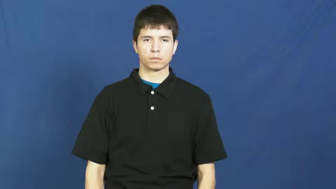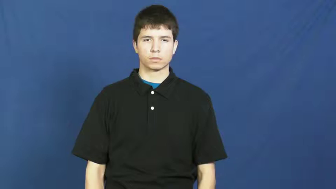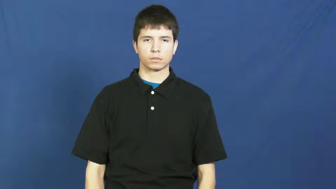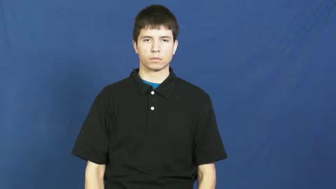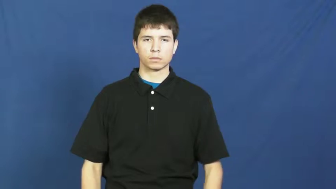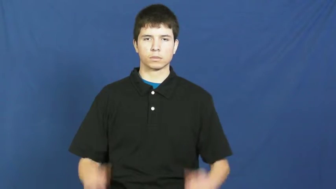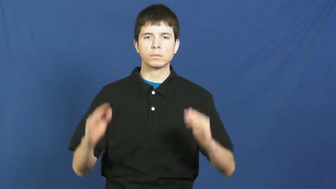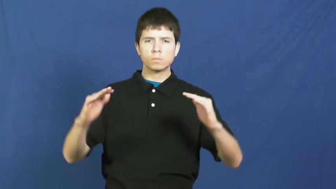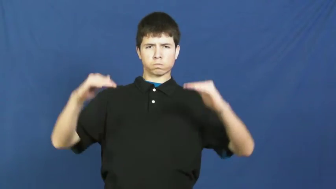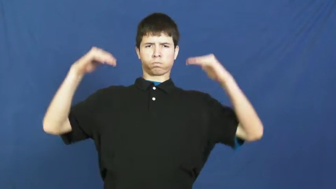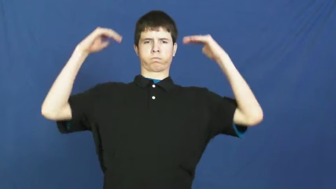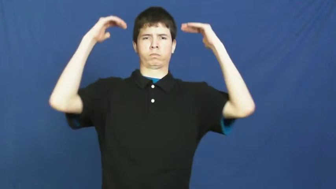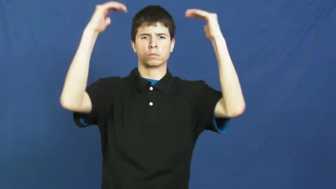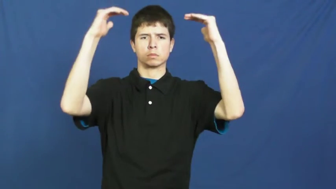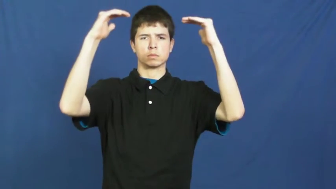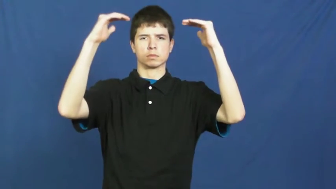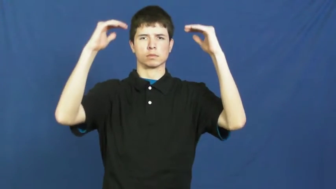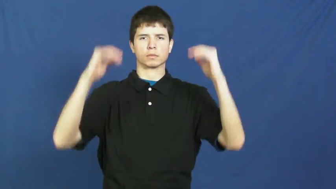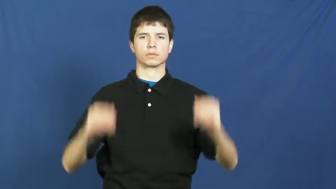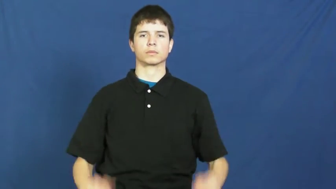supremacy